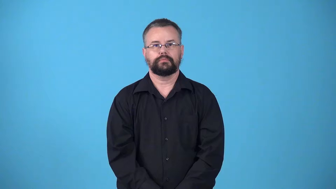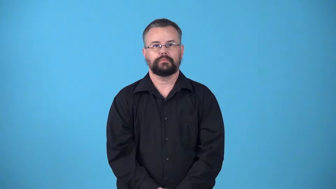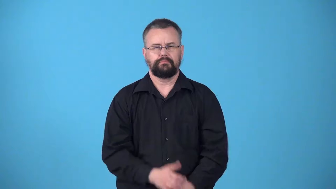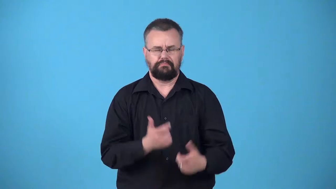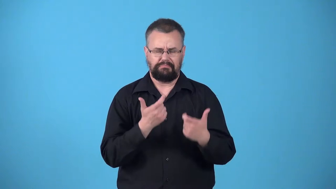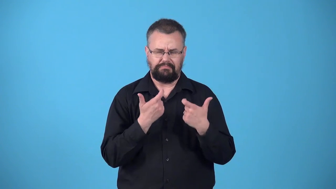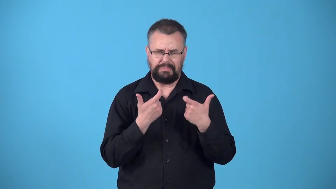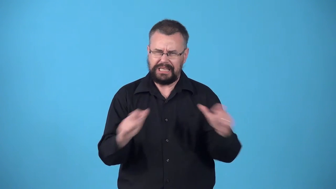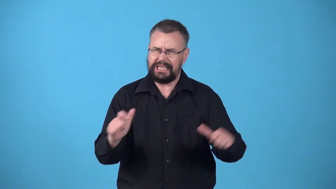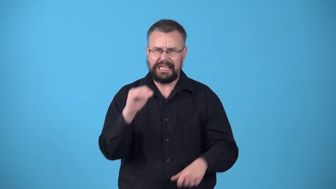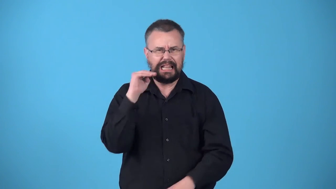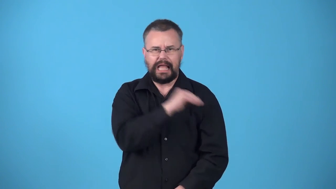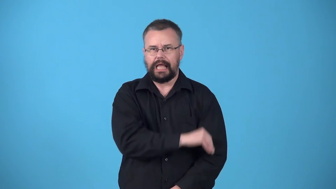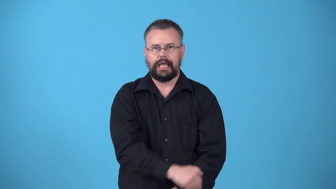whopper-big lie